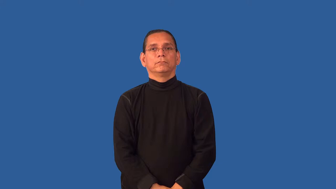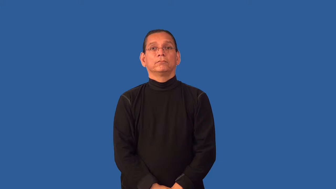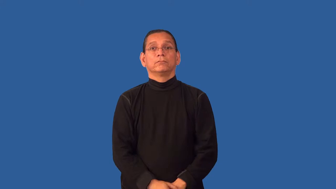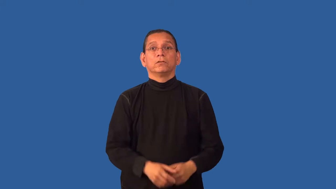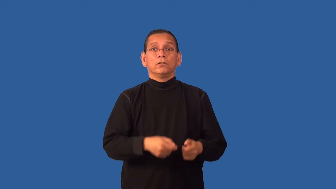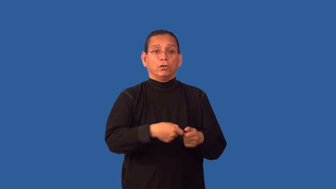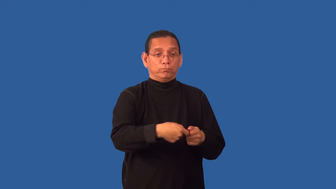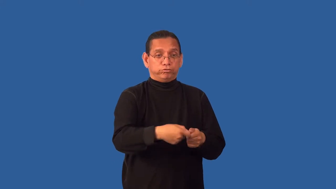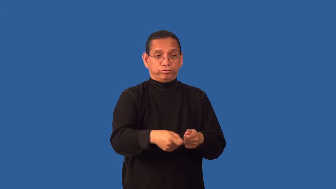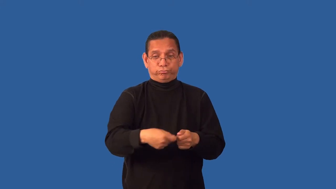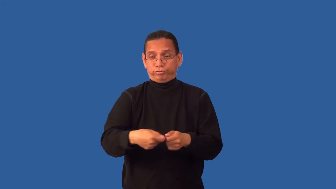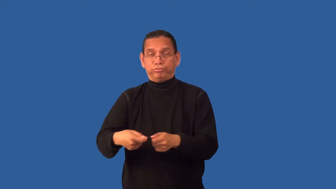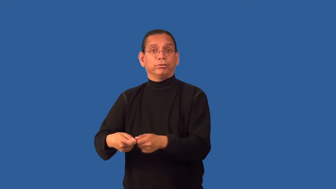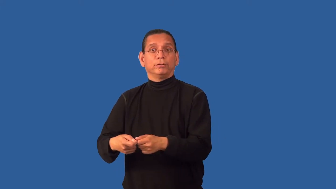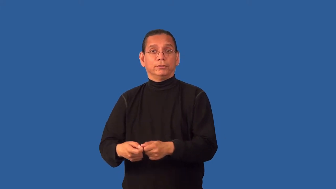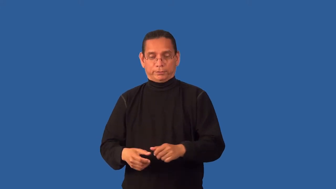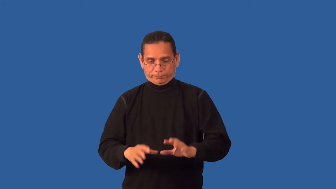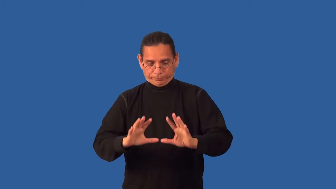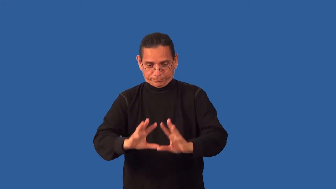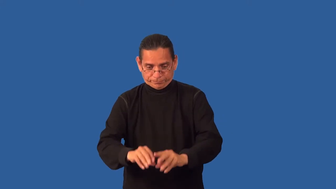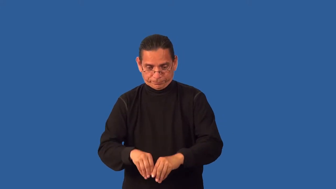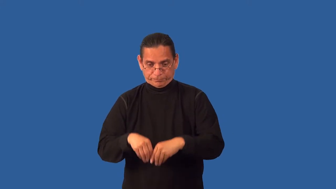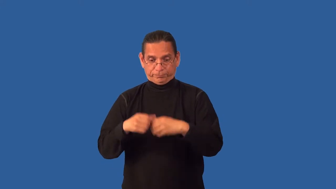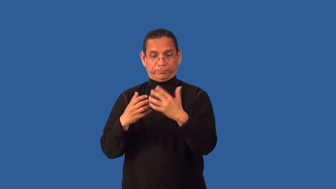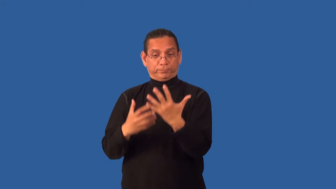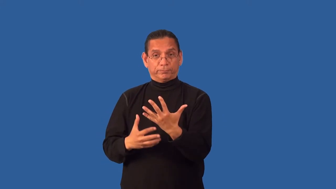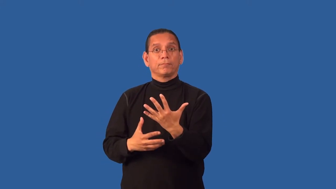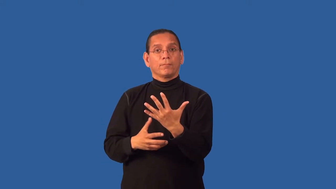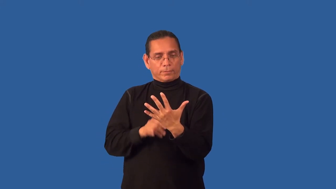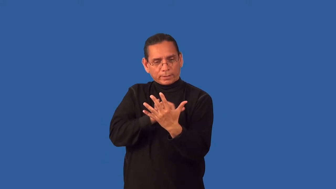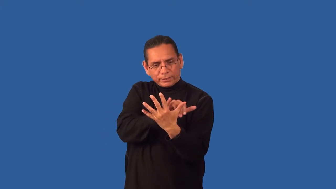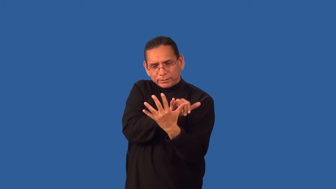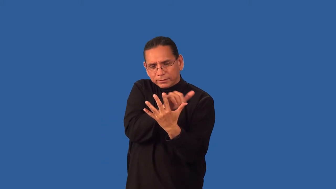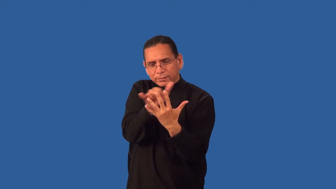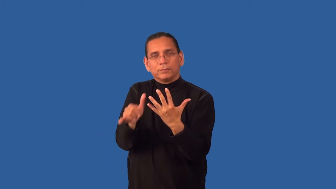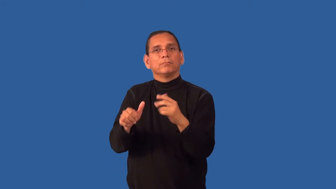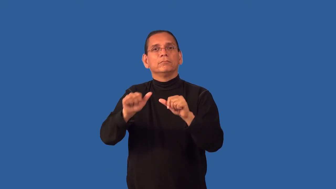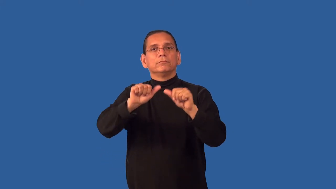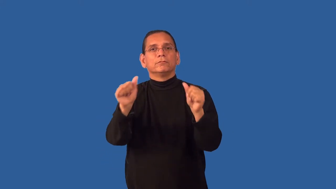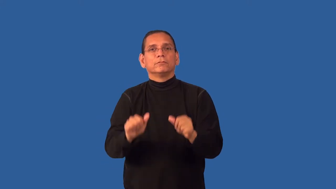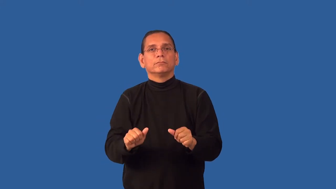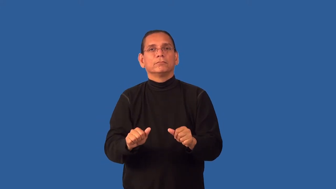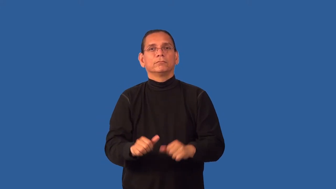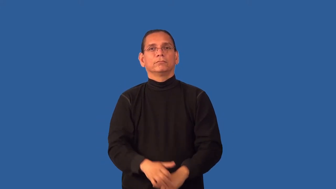flush-cards